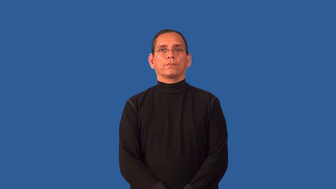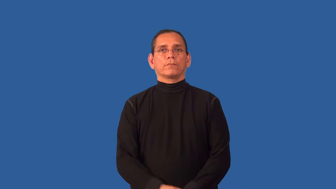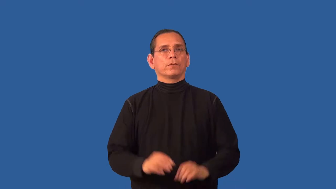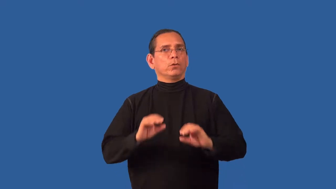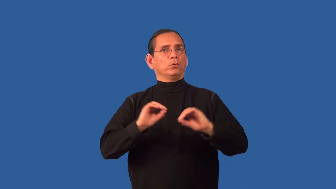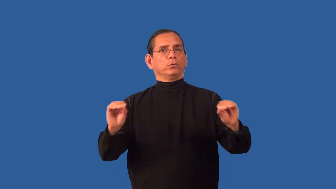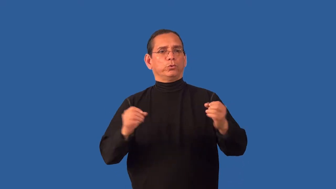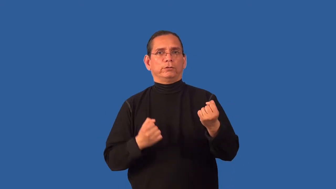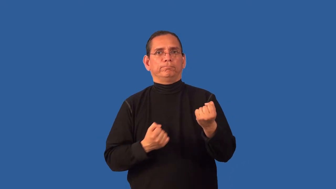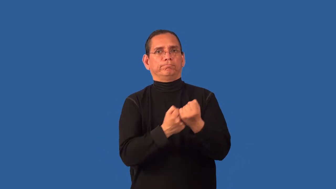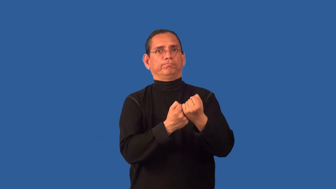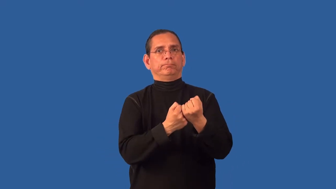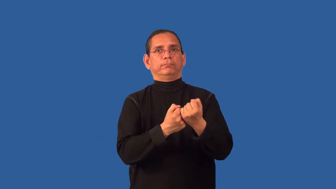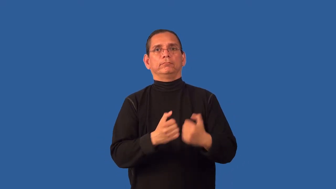unwarranted